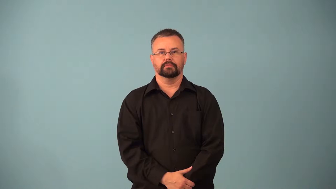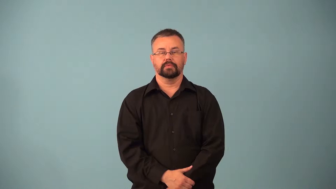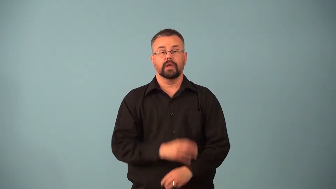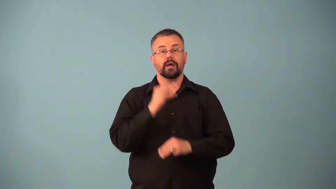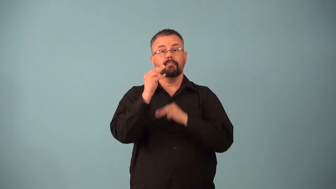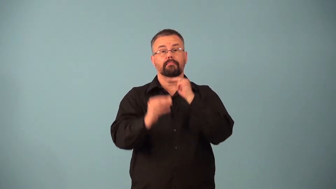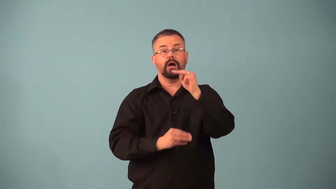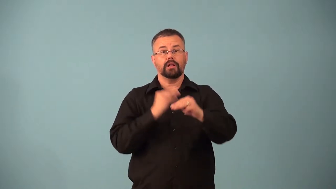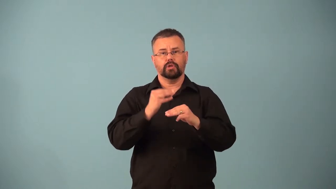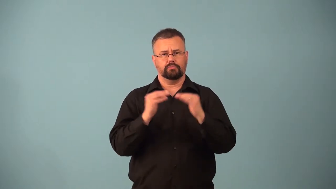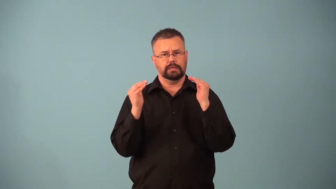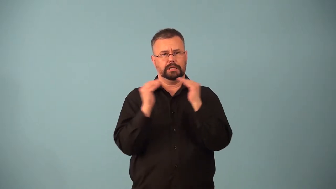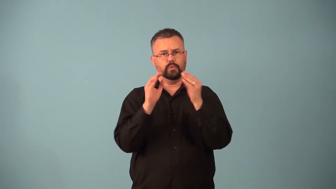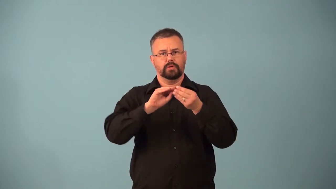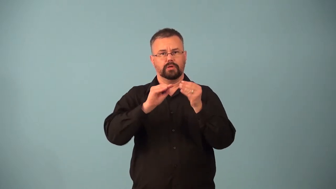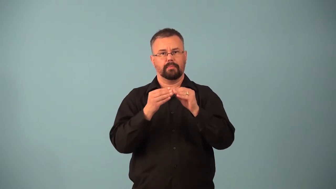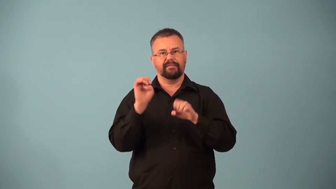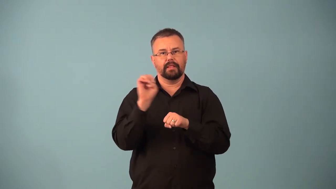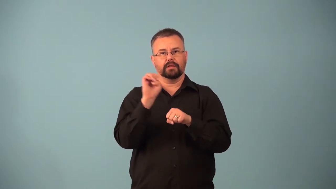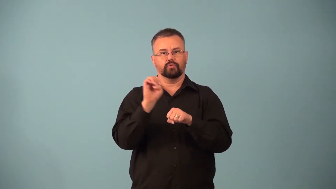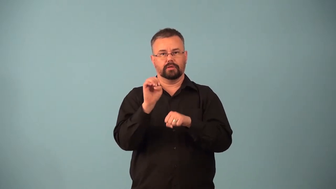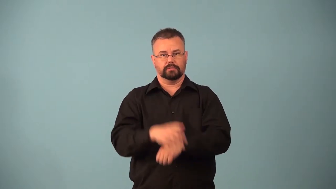nonpolar